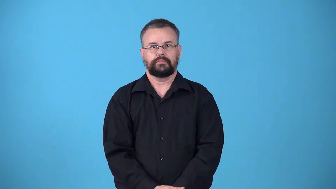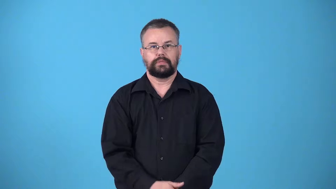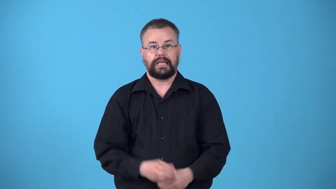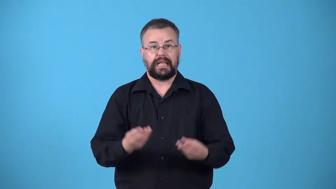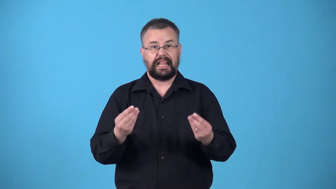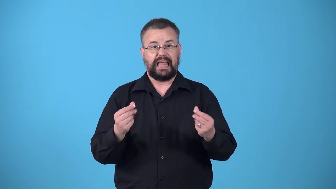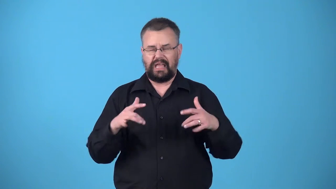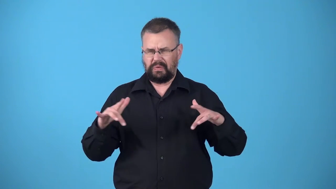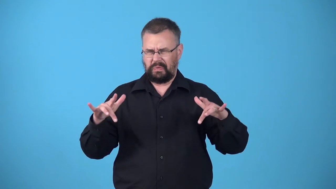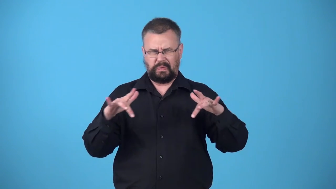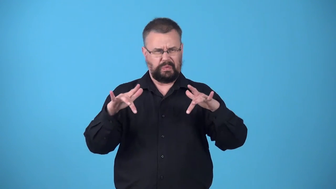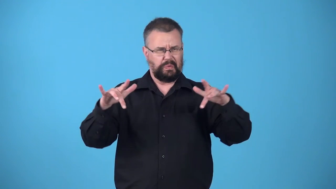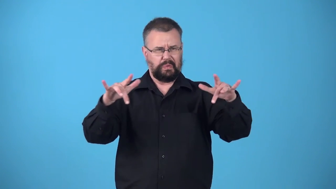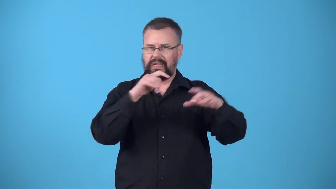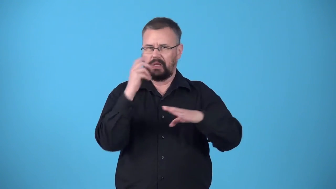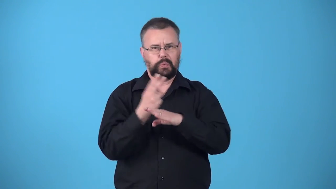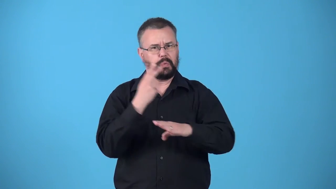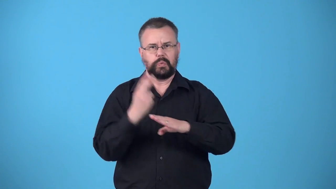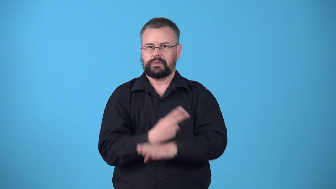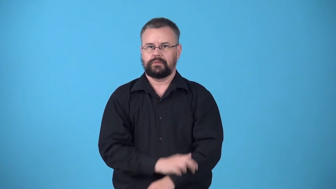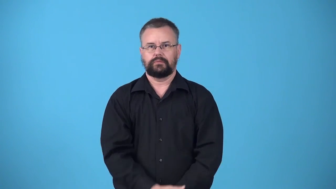wasteland,waste